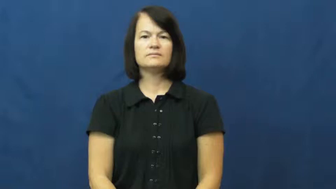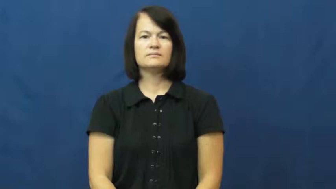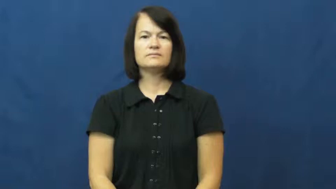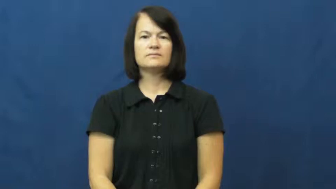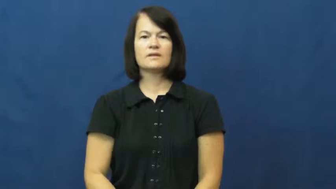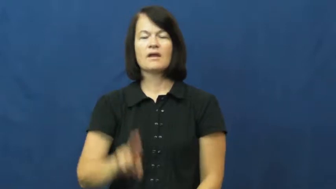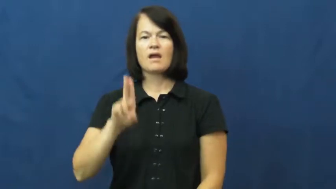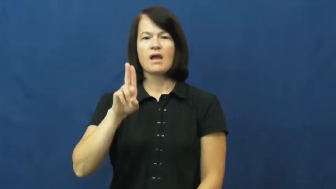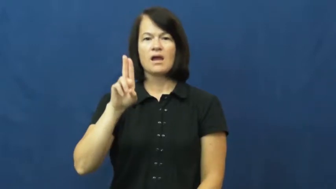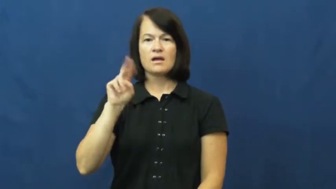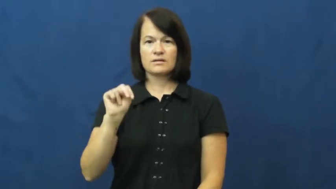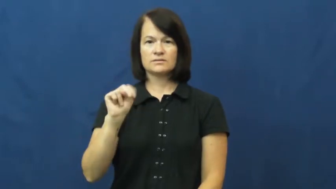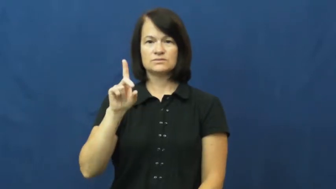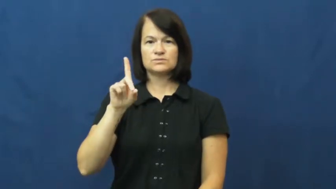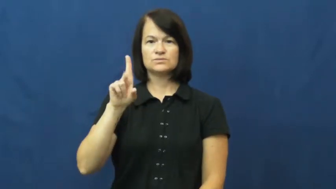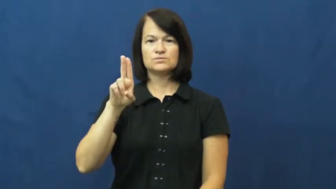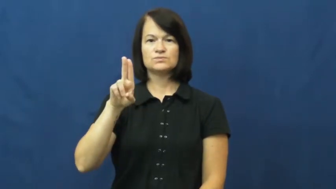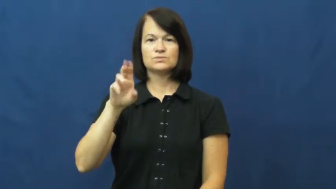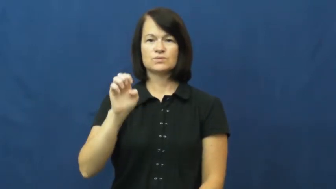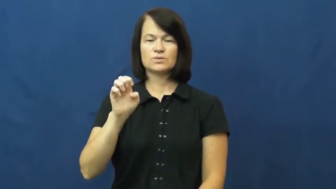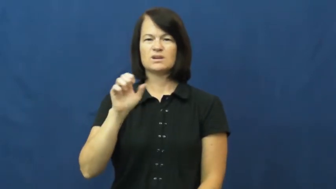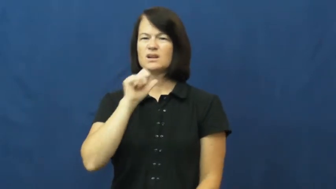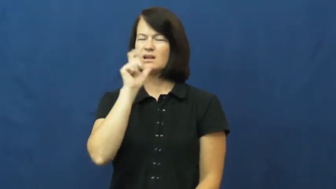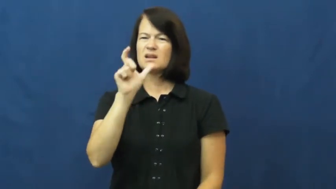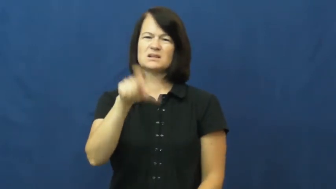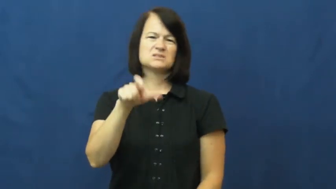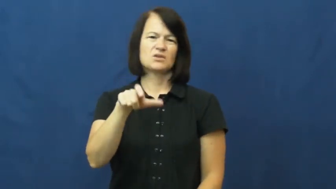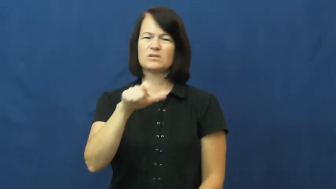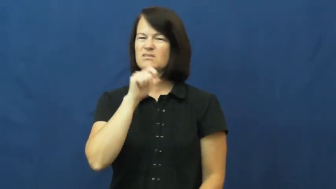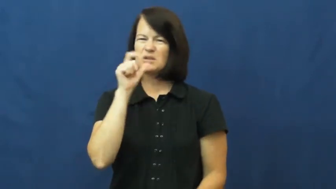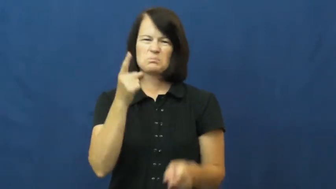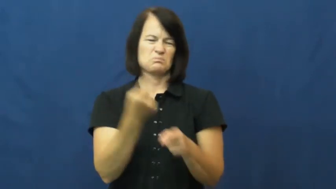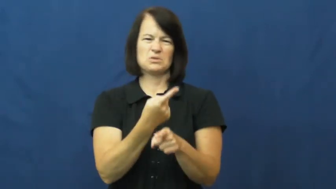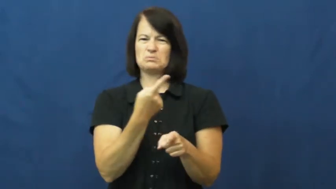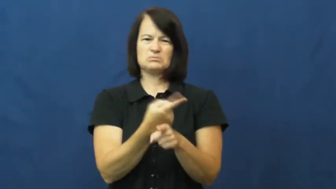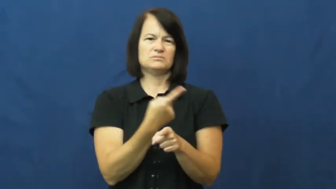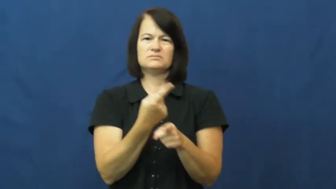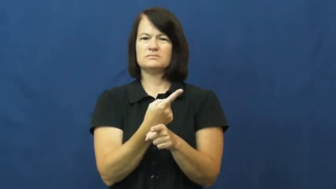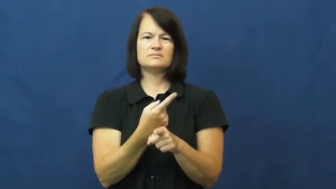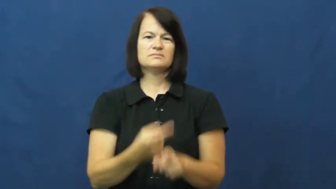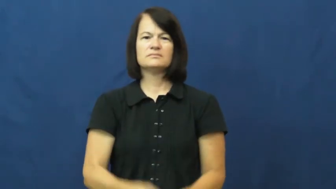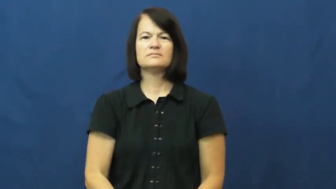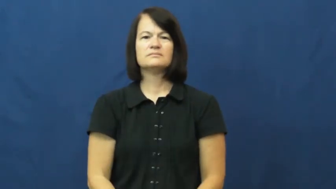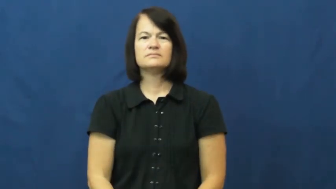undue